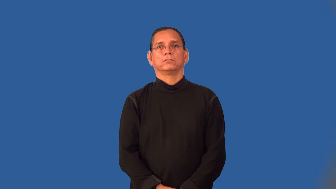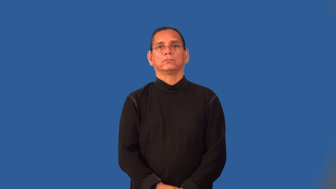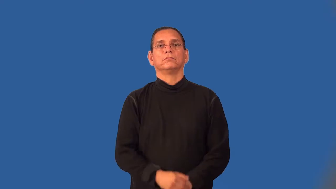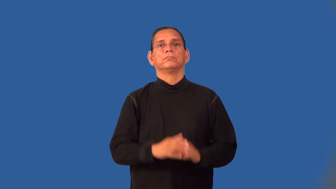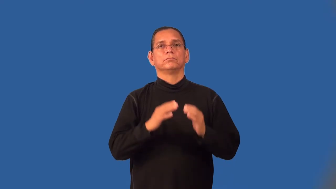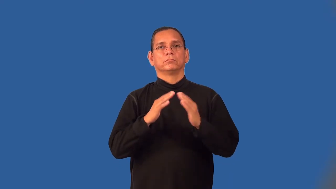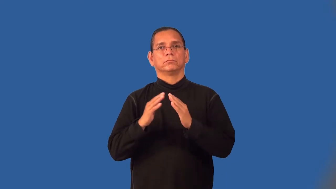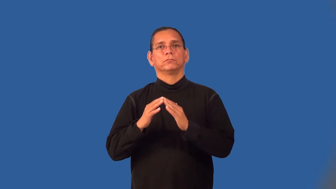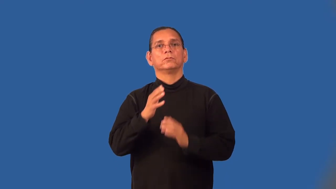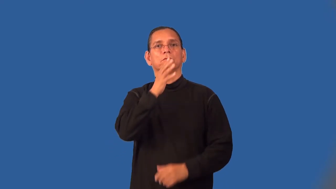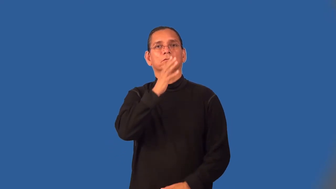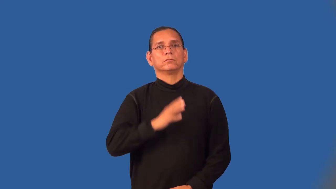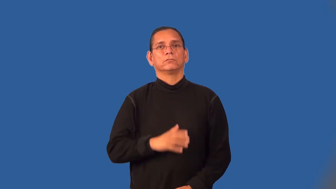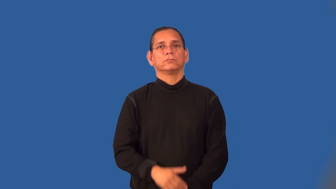townswoman